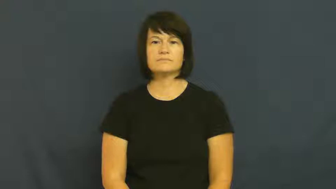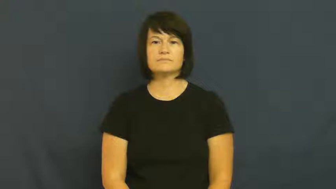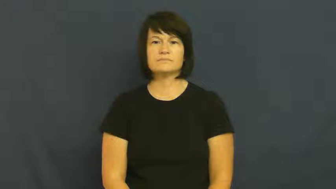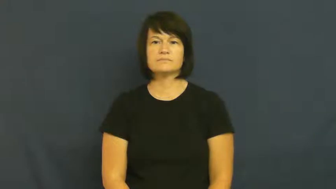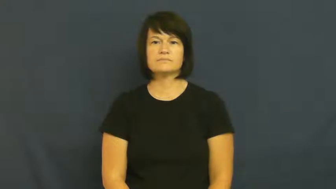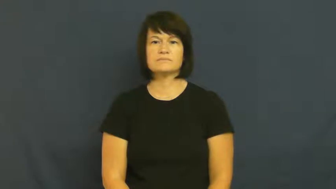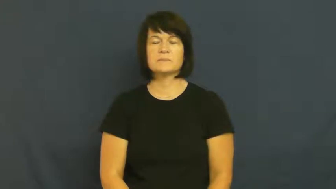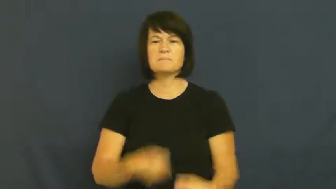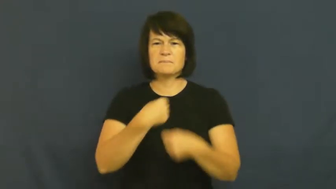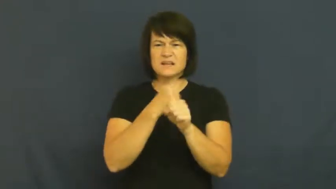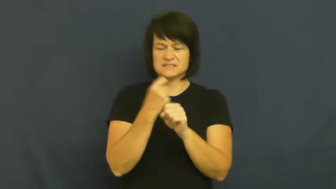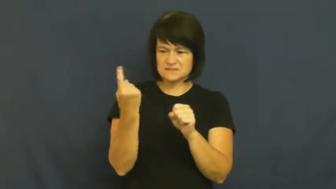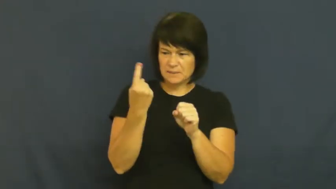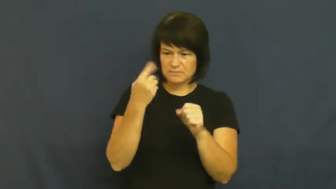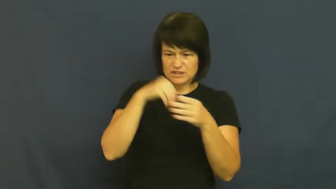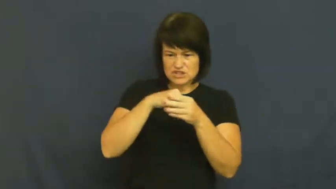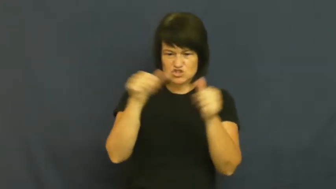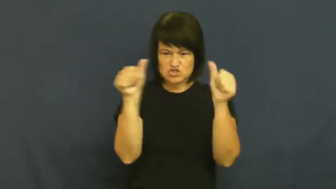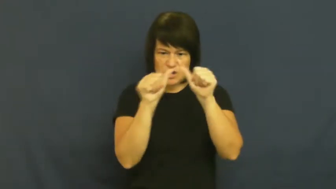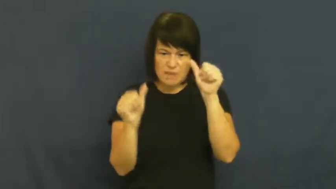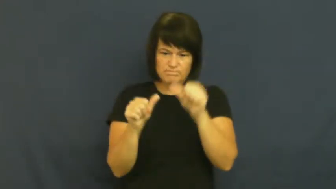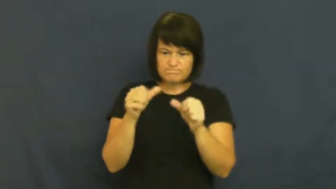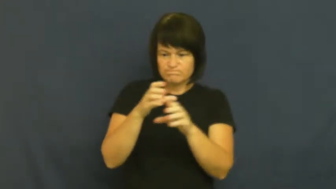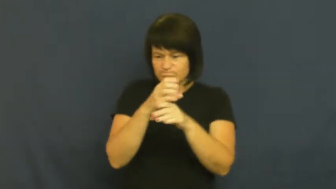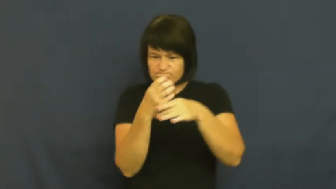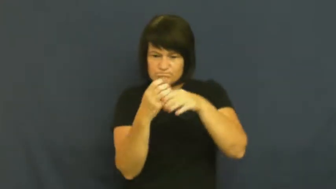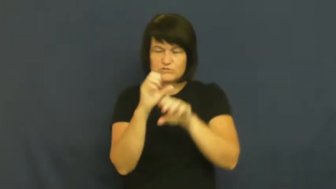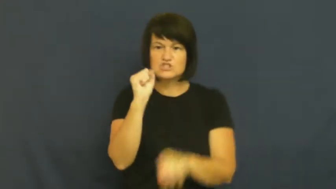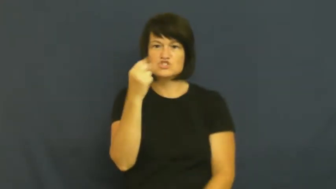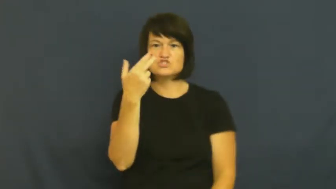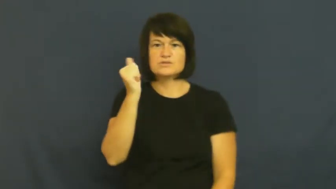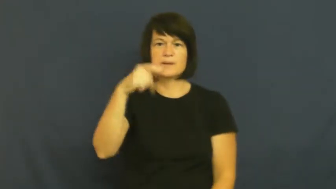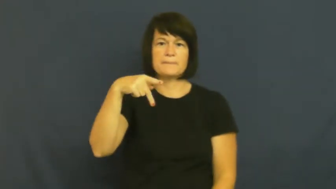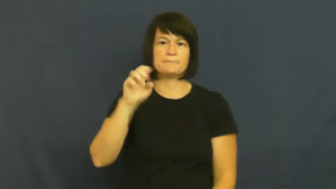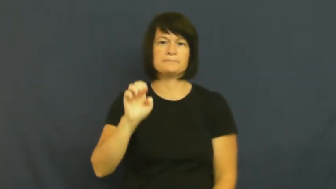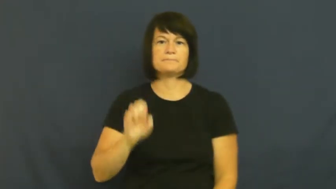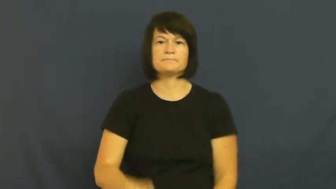shape-mold thing